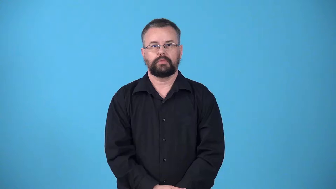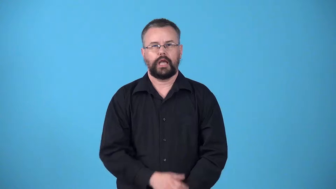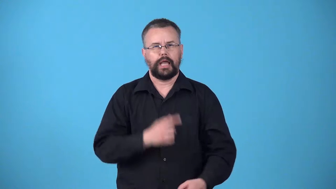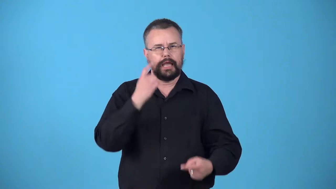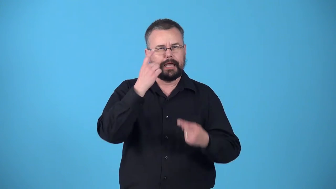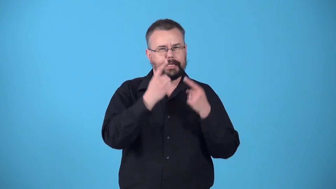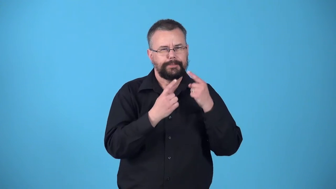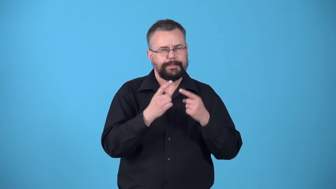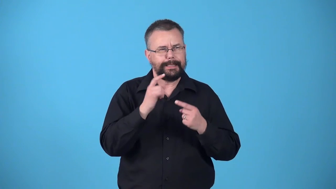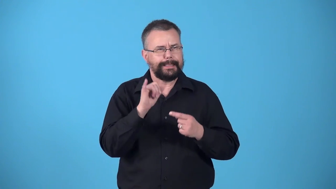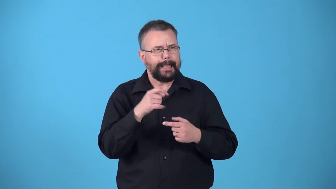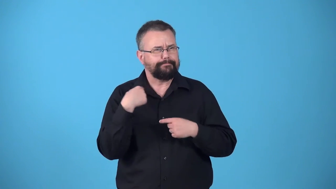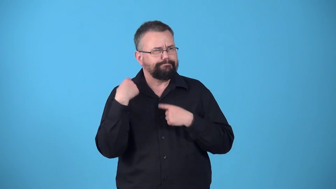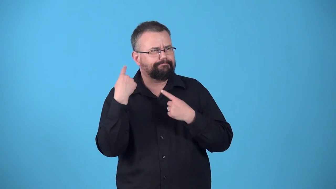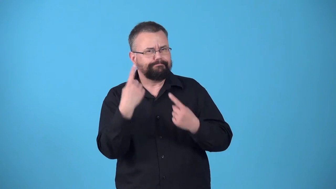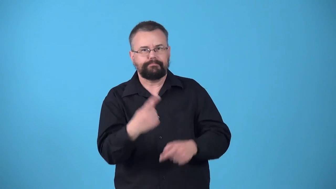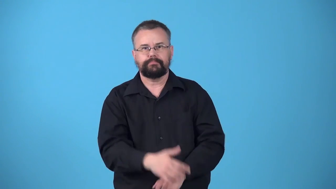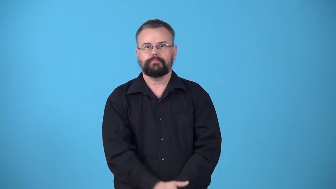whereas-considering that